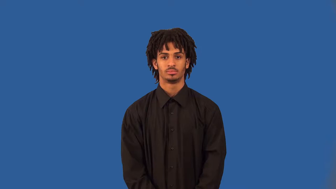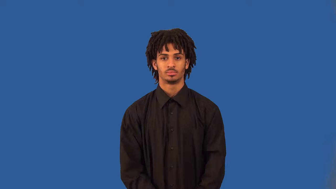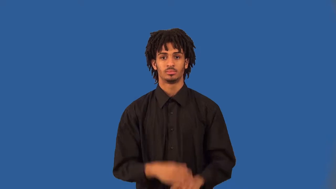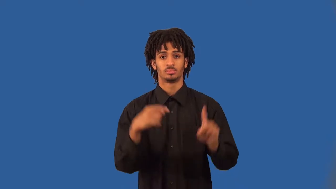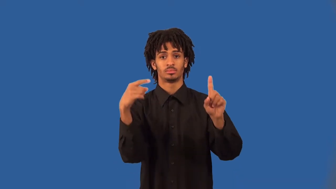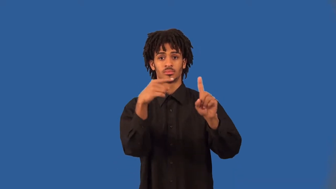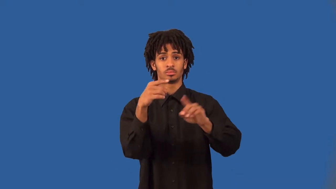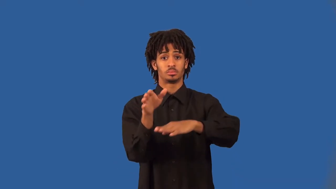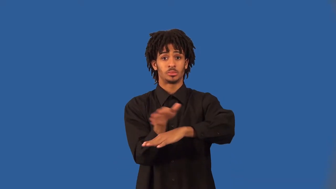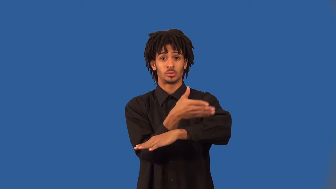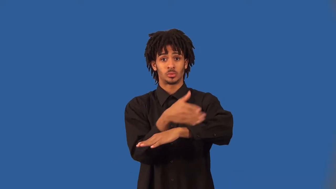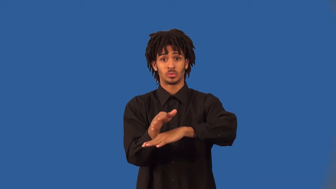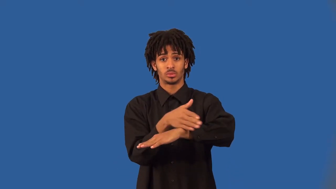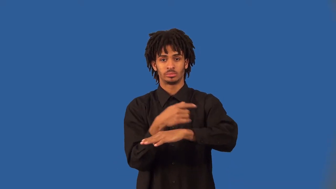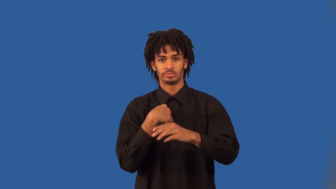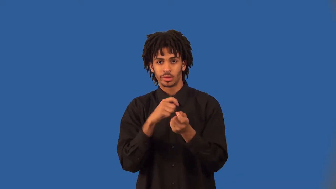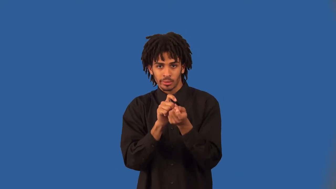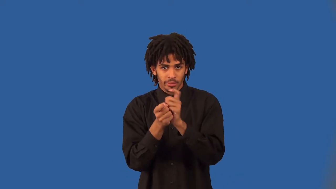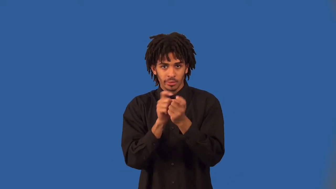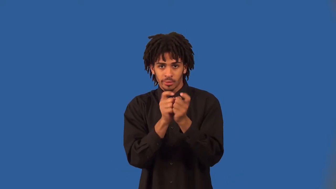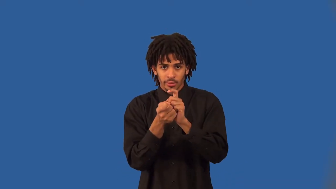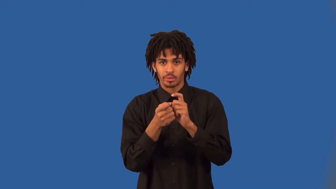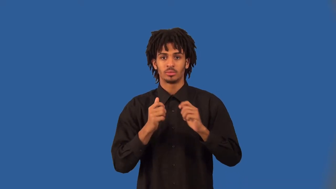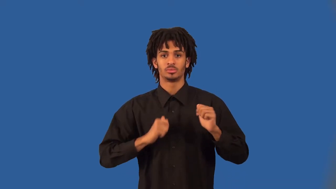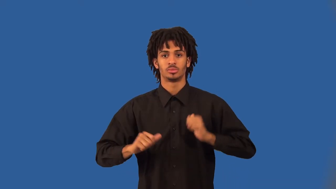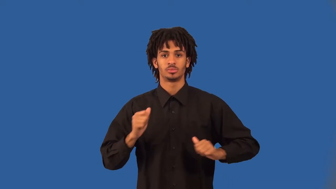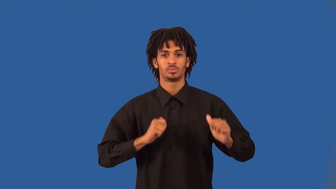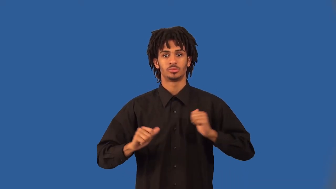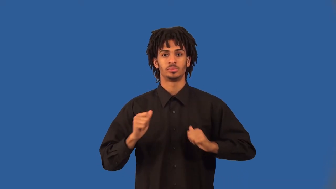rendition